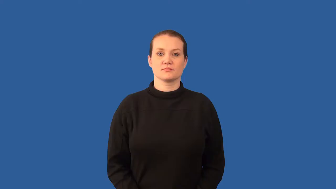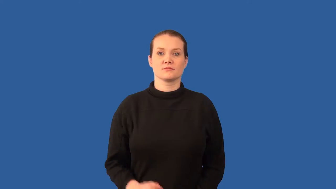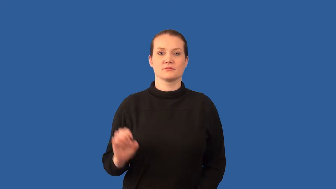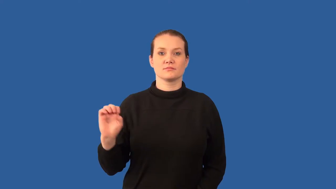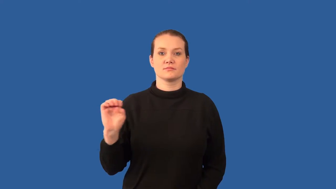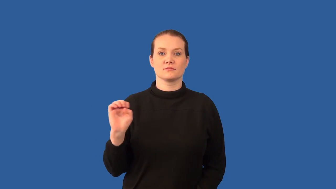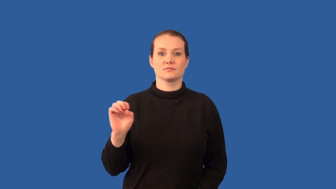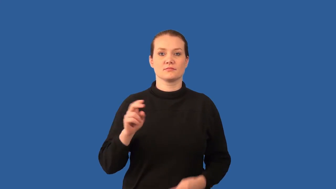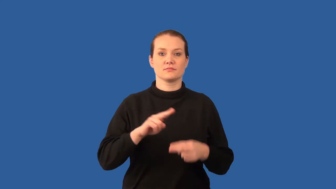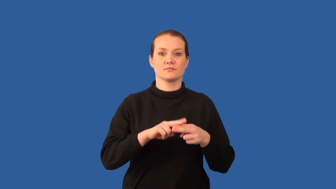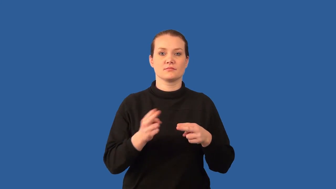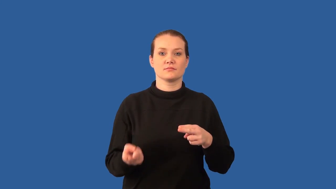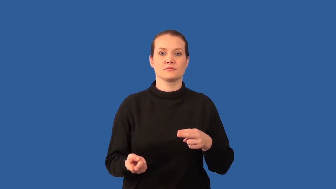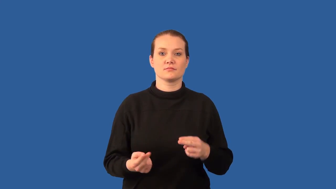oxidation